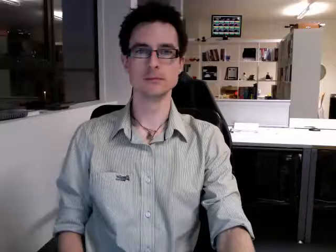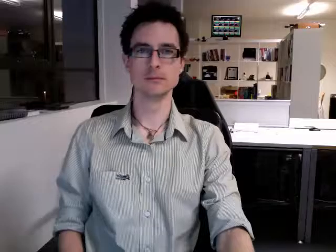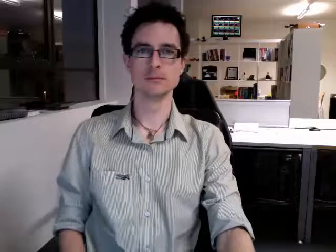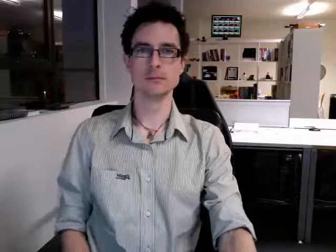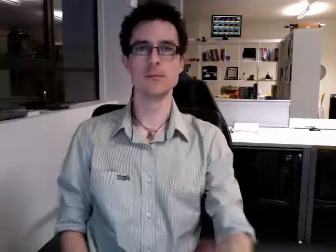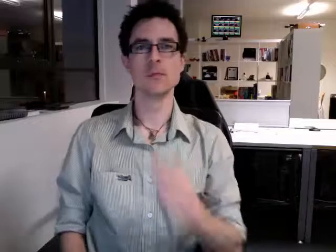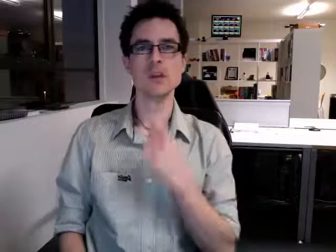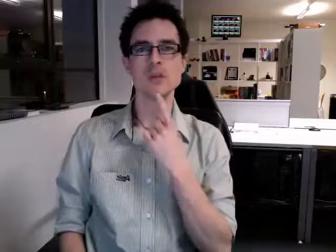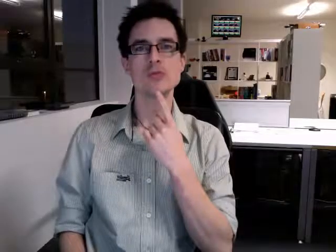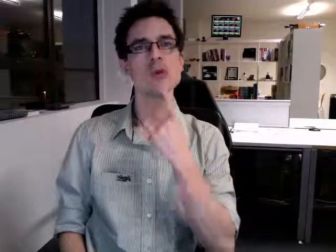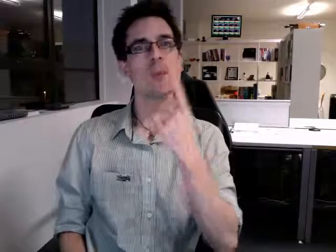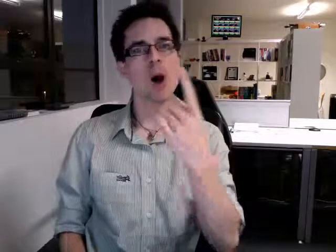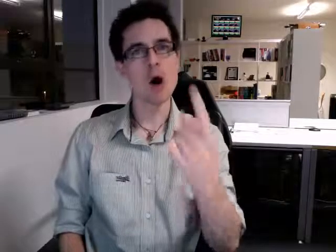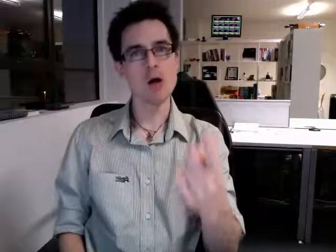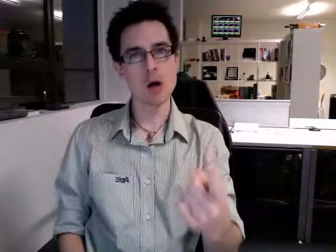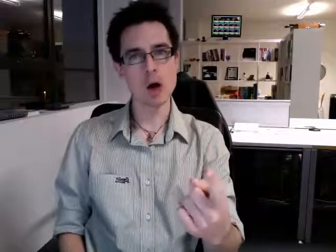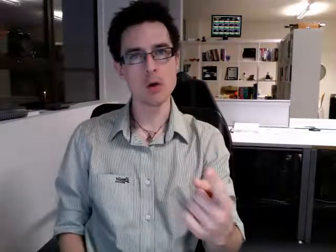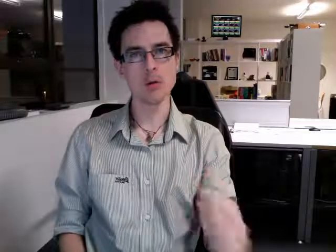tomorrow